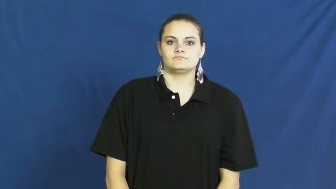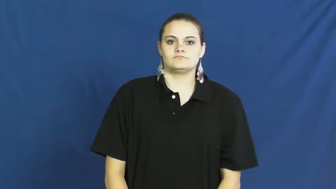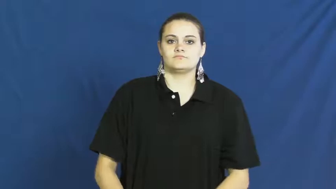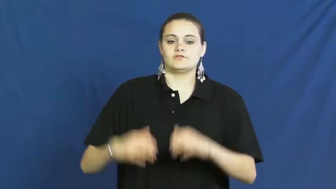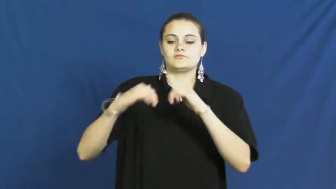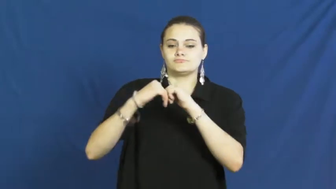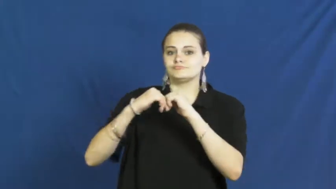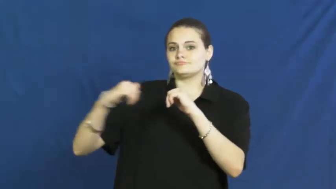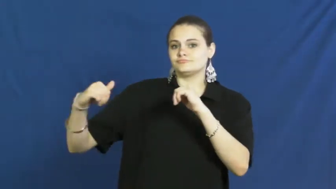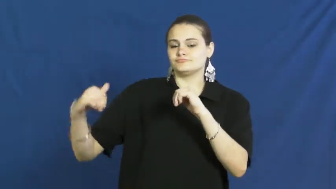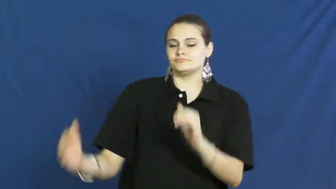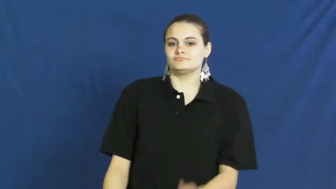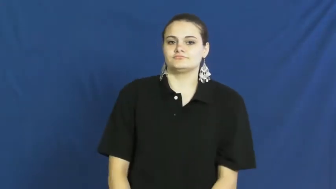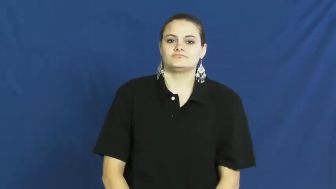segregate,apartheid,seclude,separative.cloister